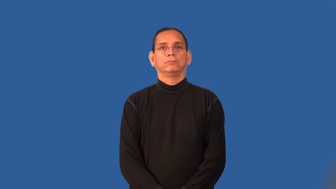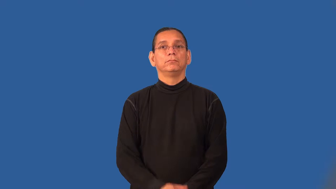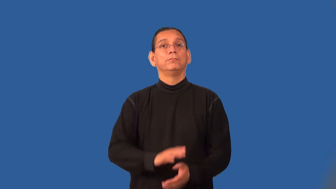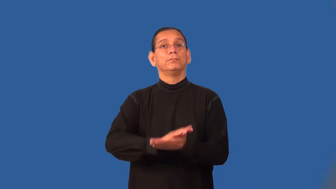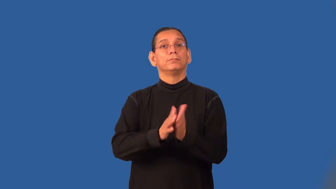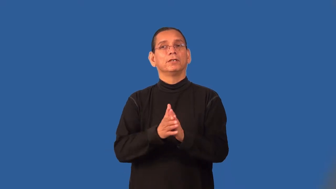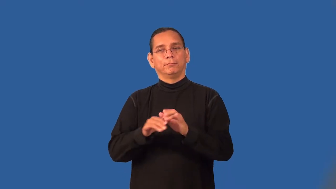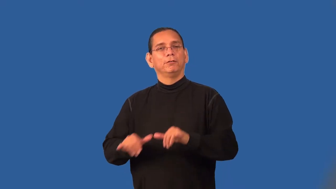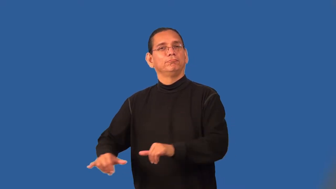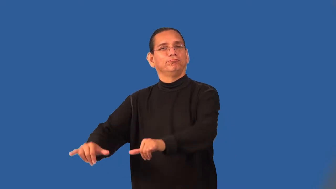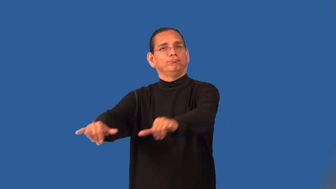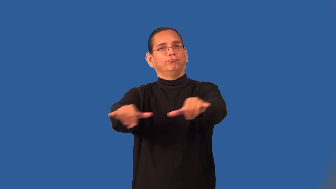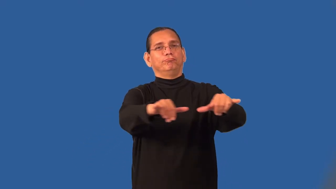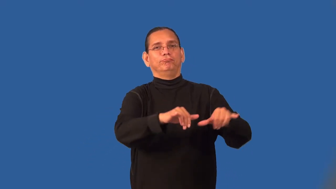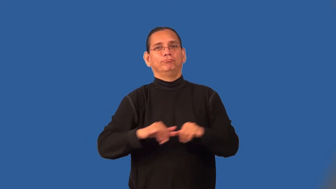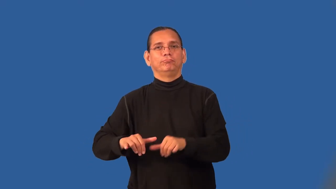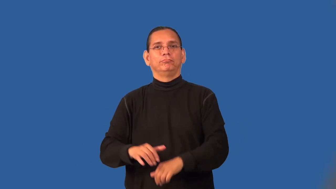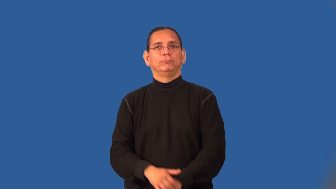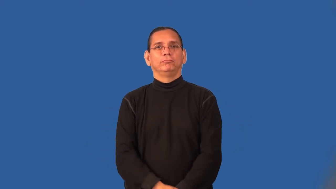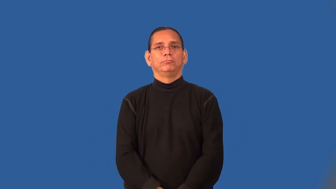standardize